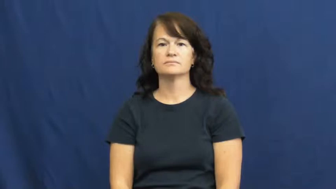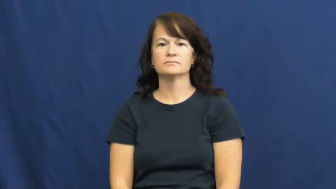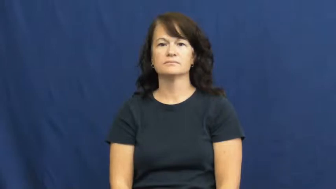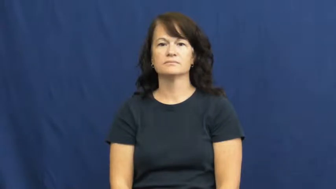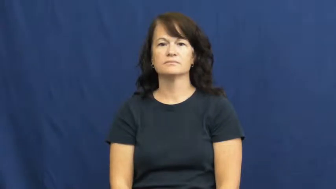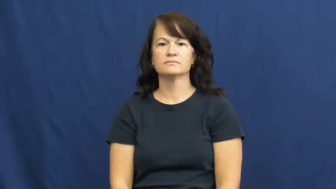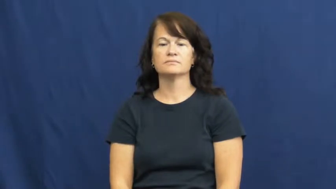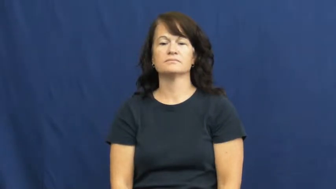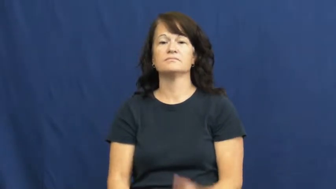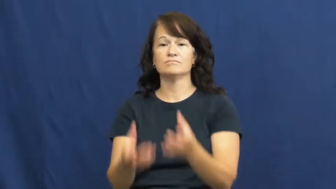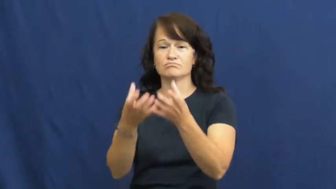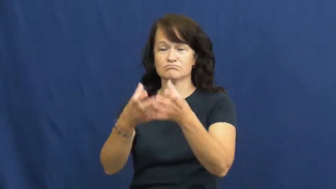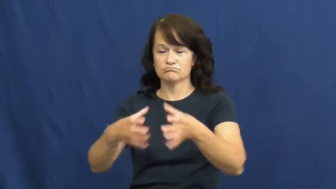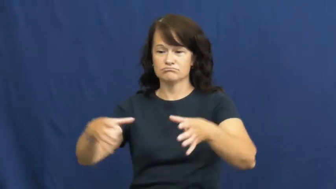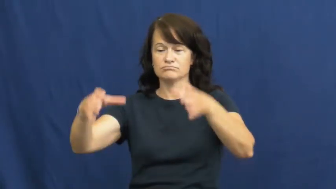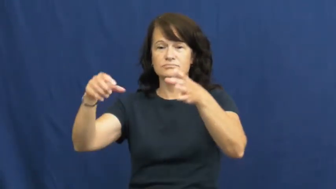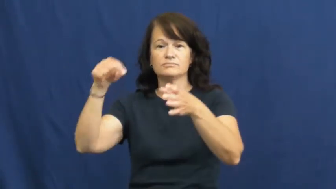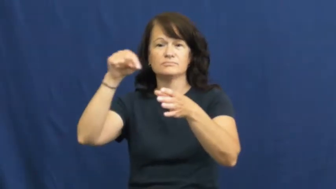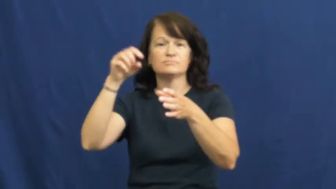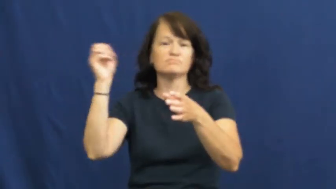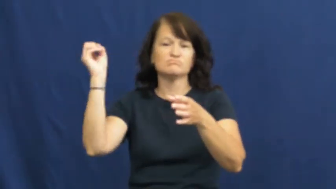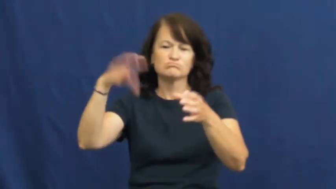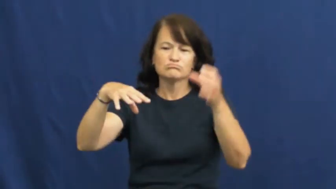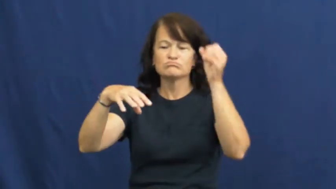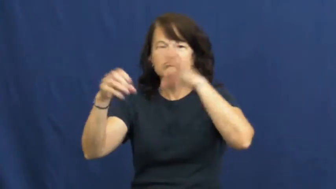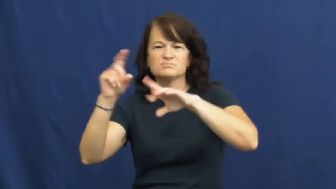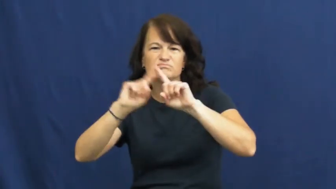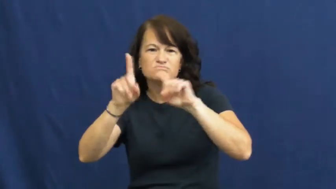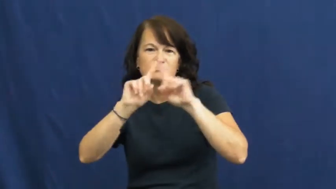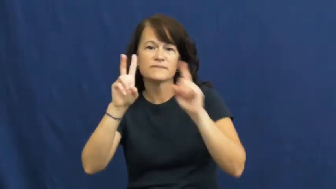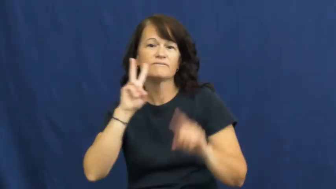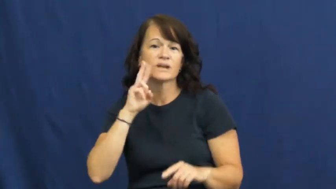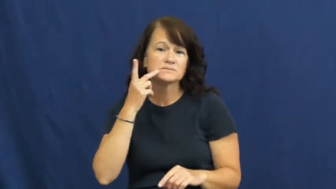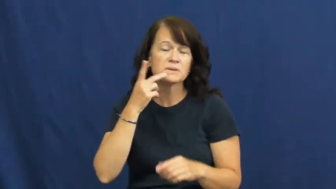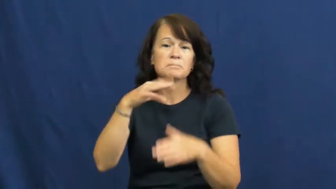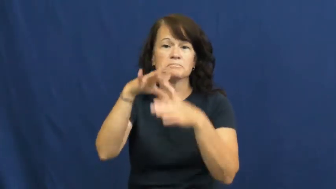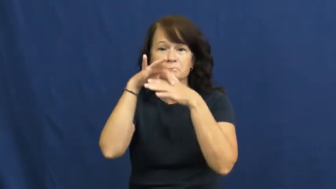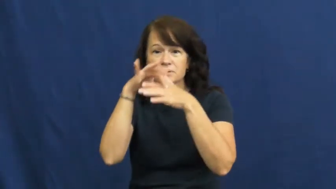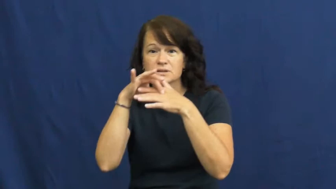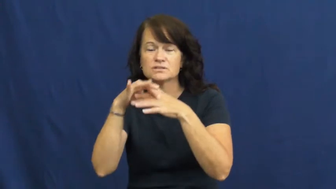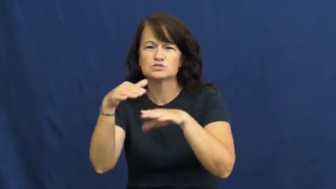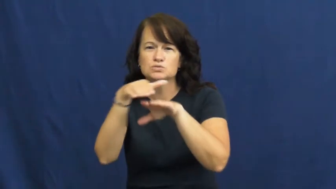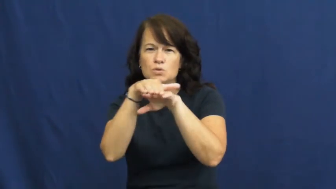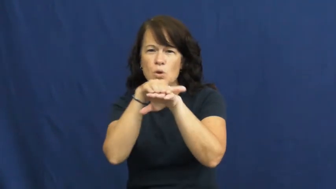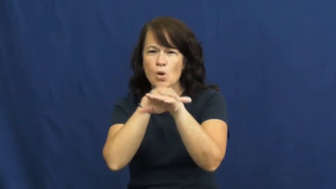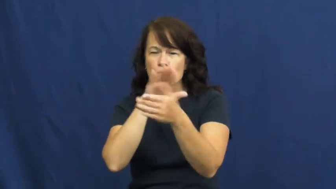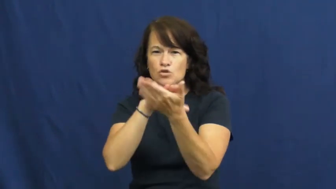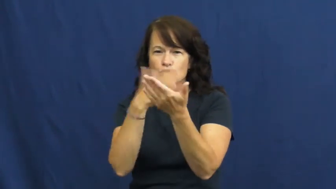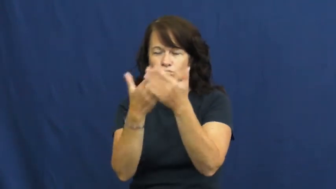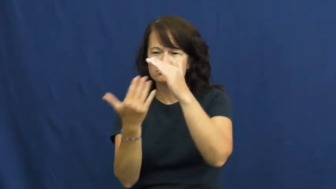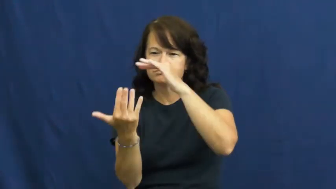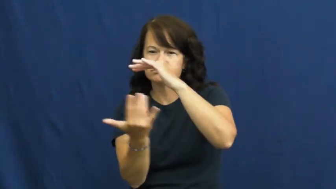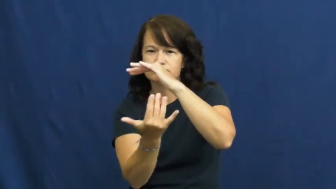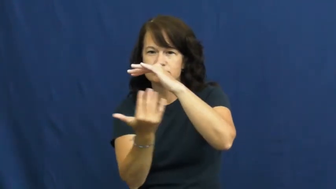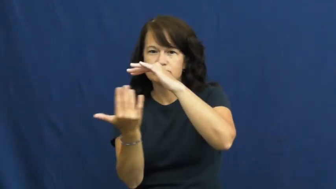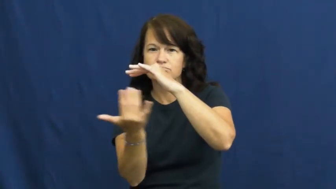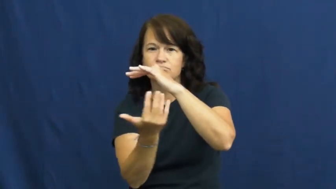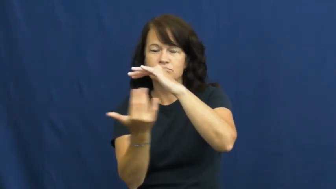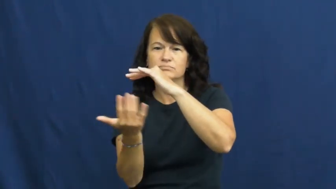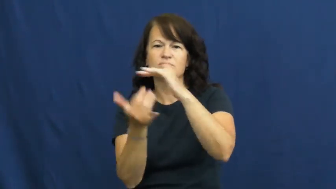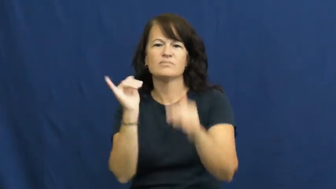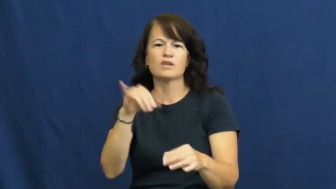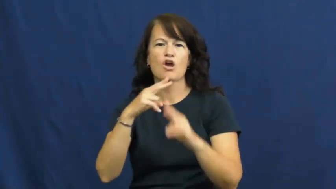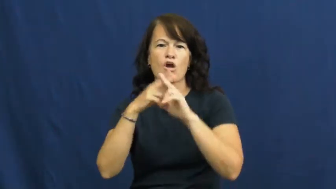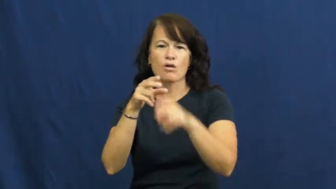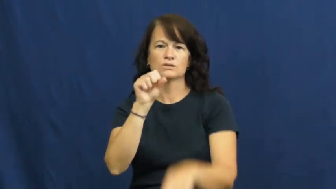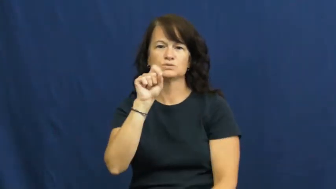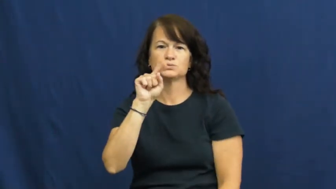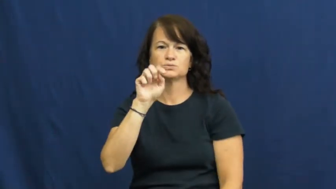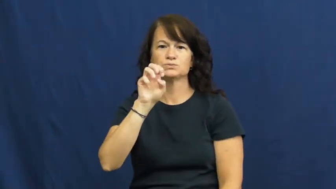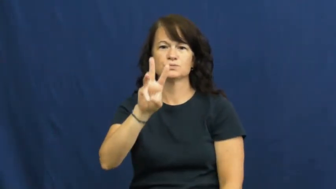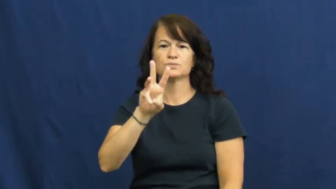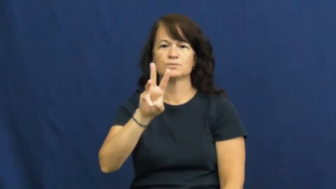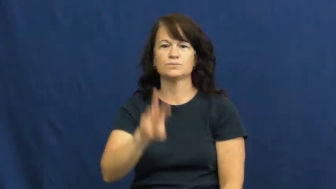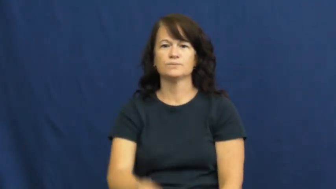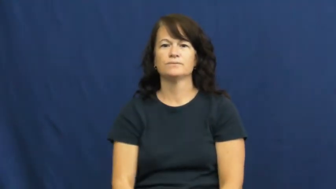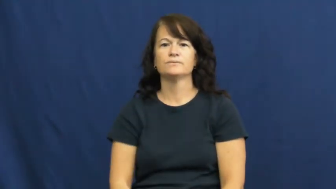stew,pottage,ragout